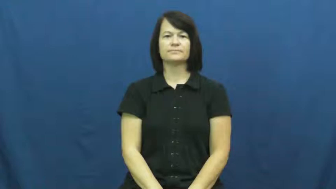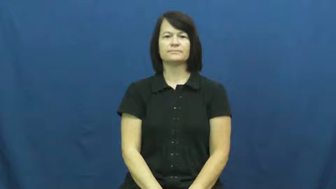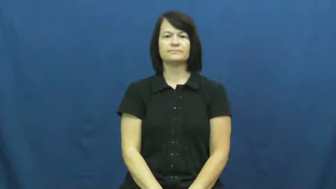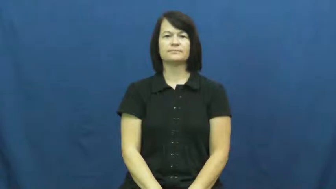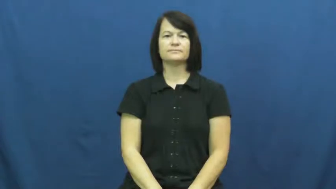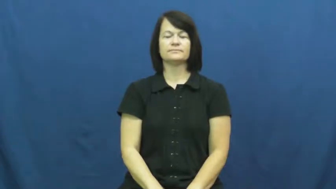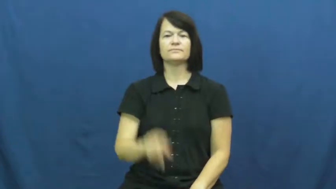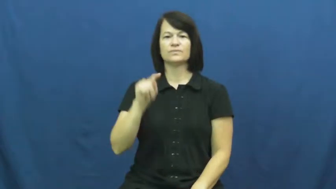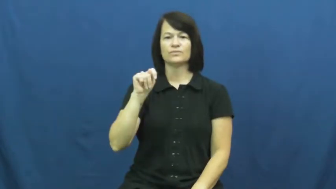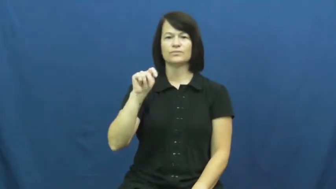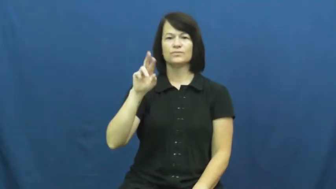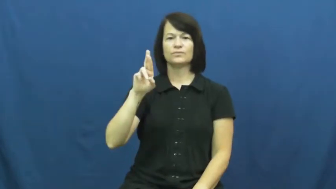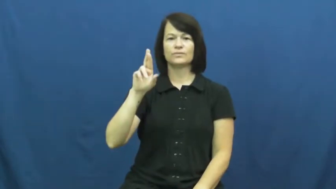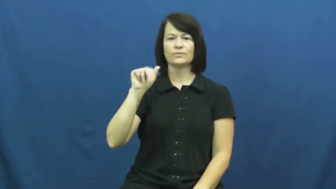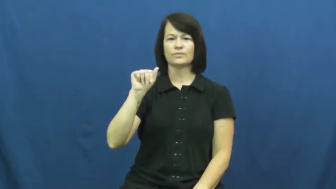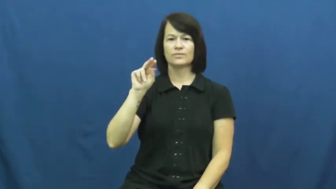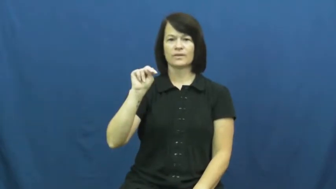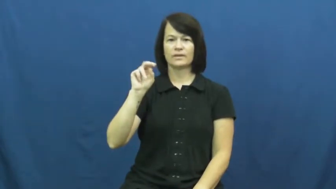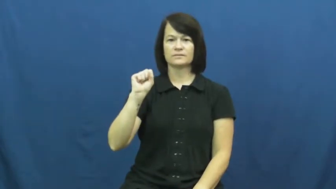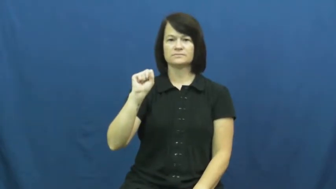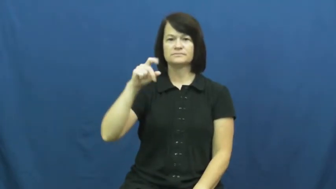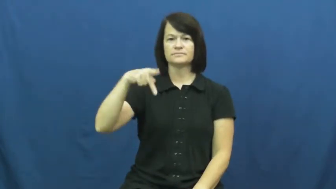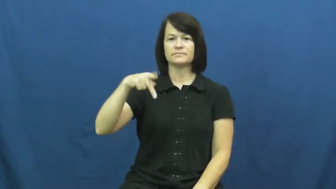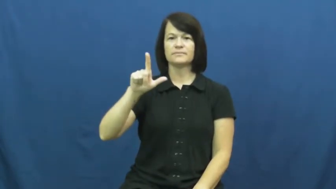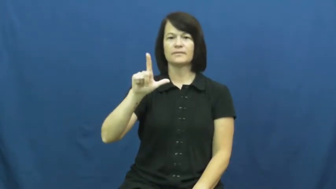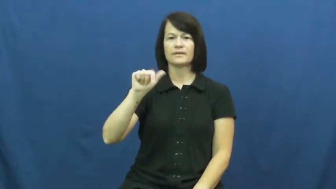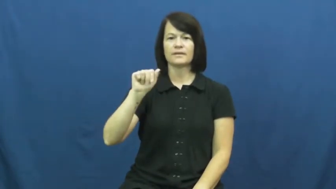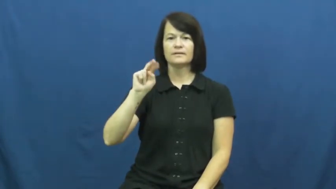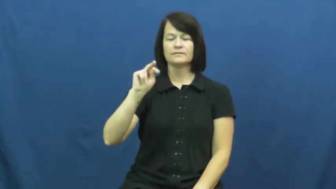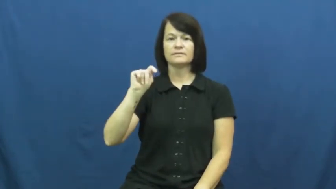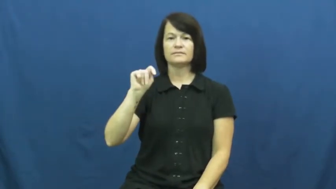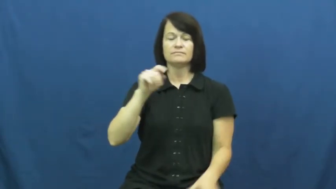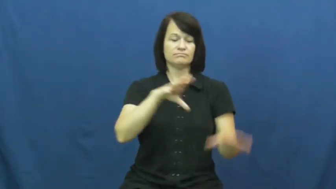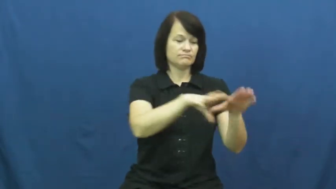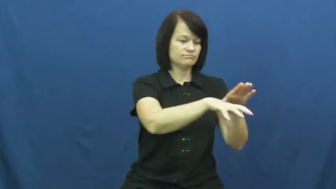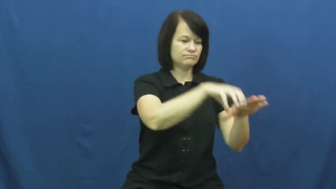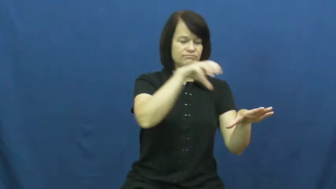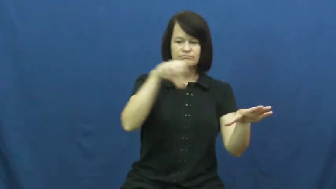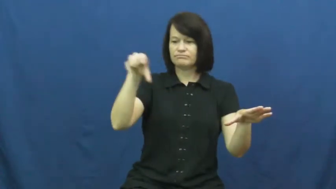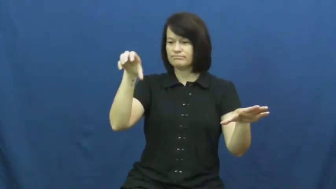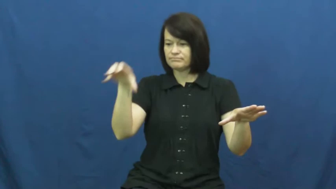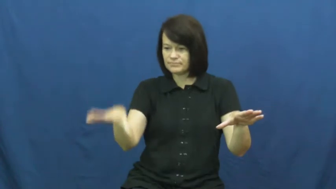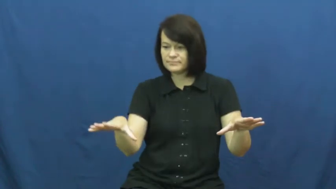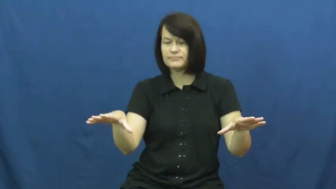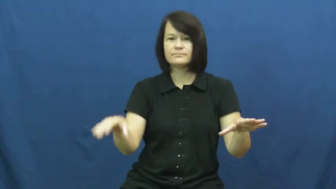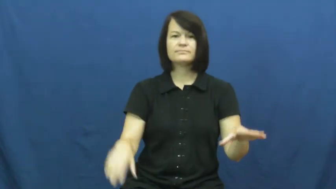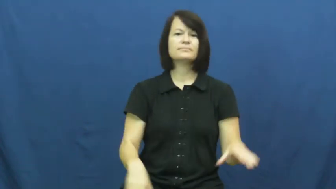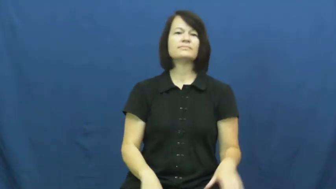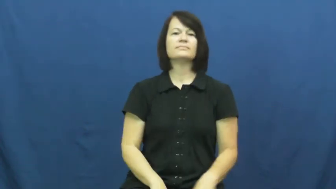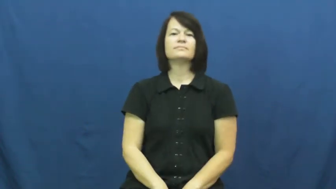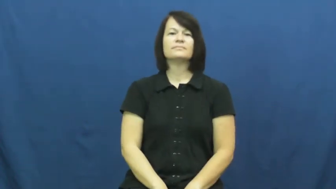transplant